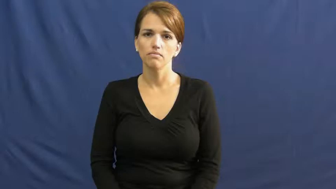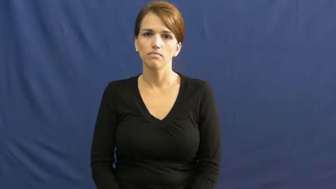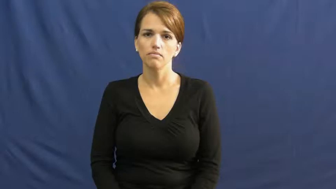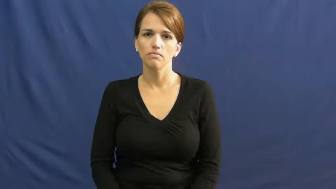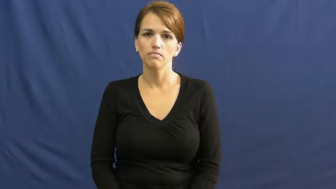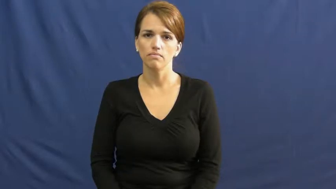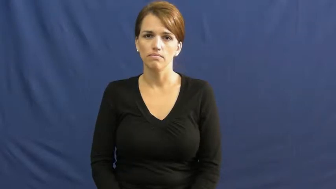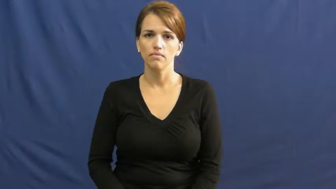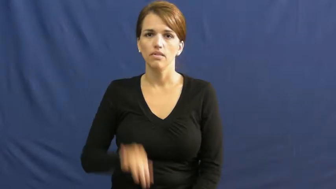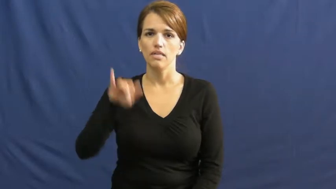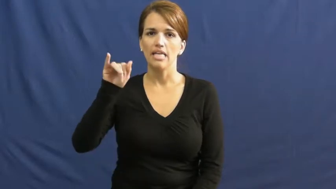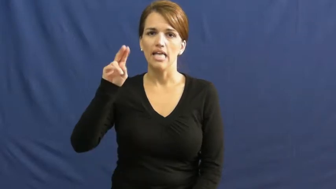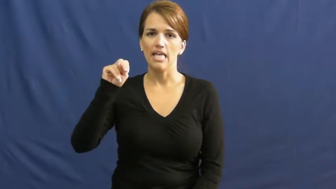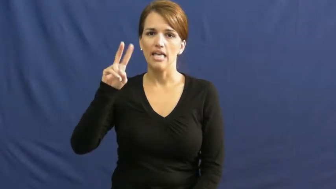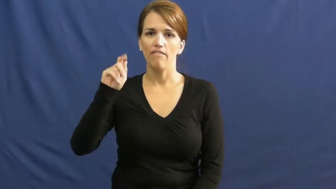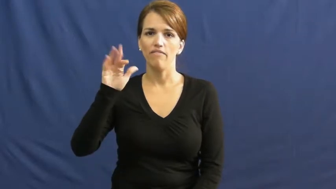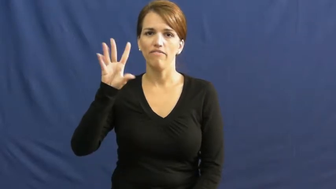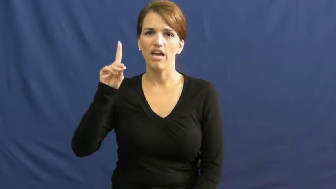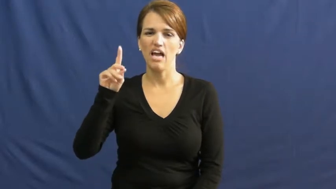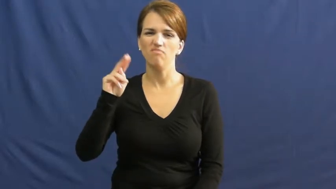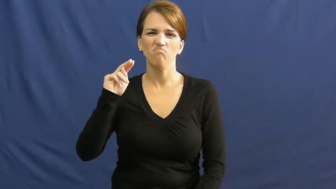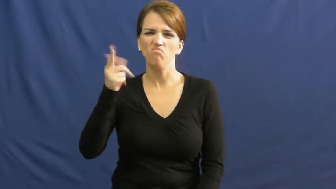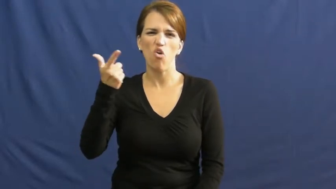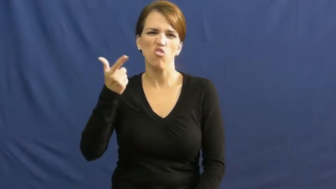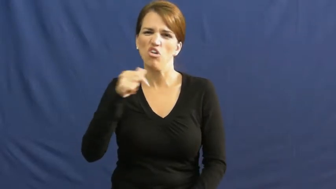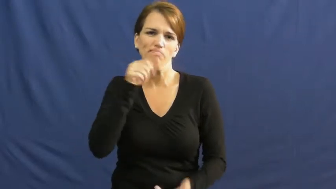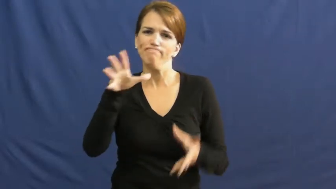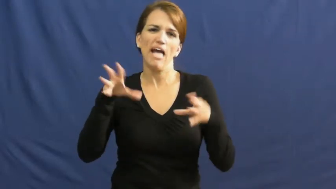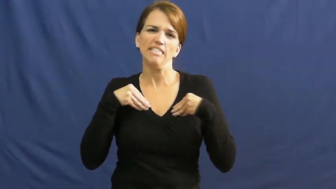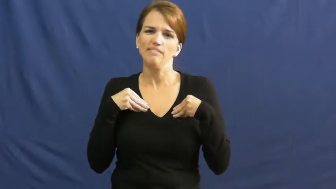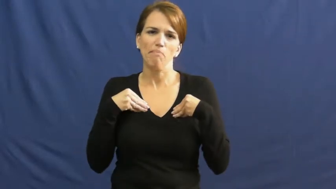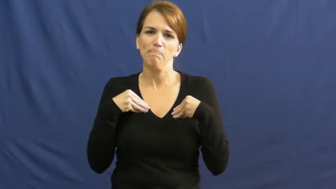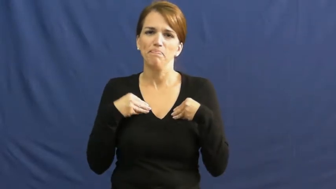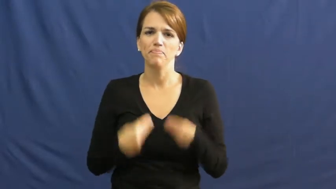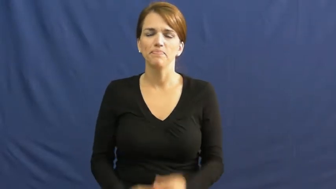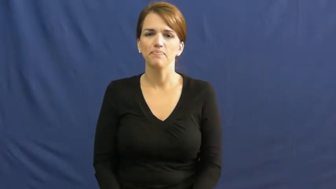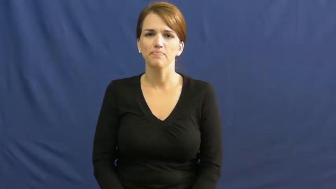invalid